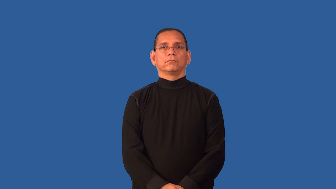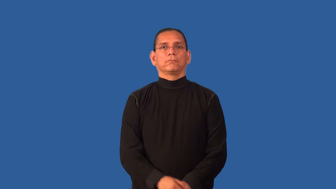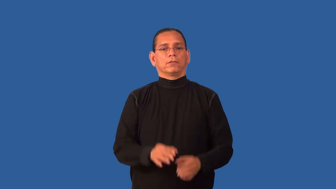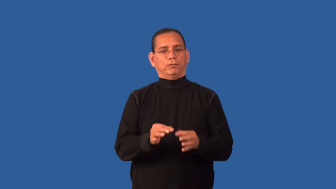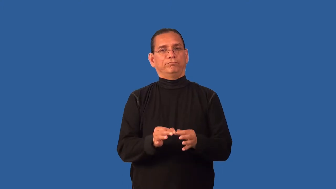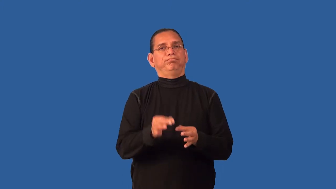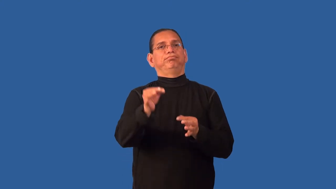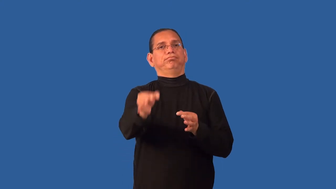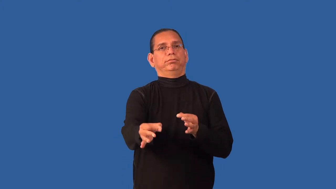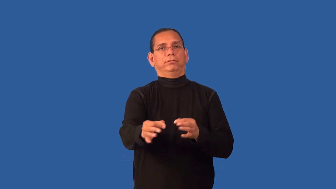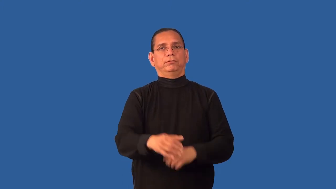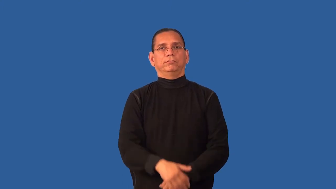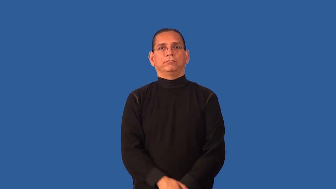defer